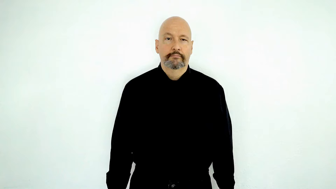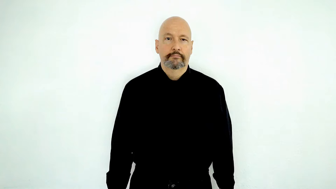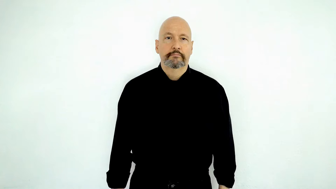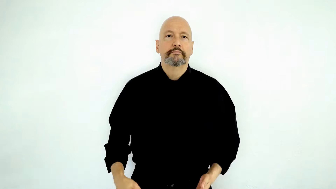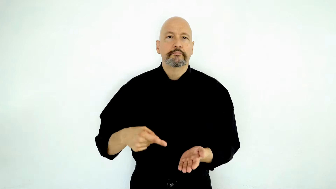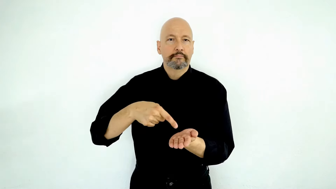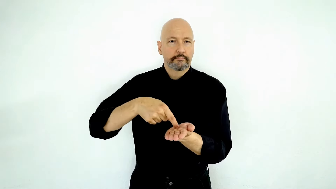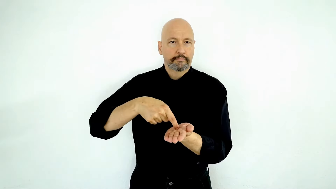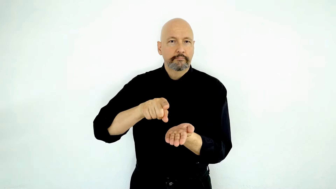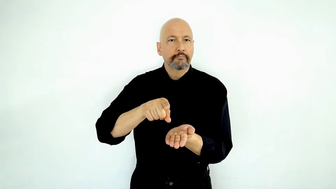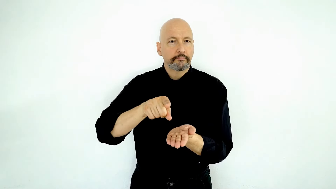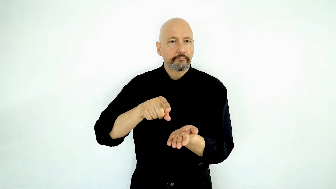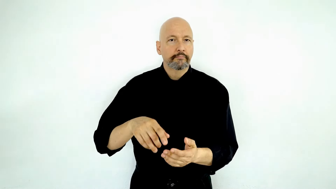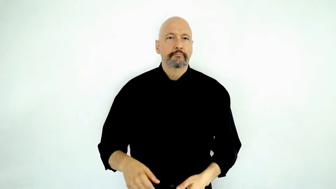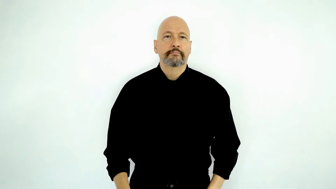PAY